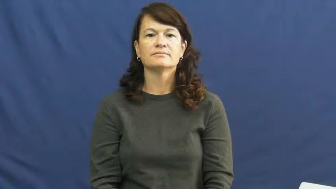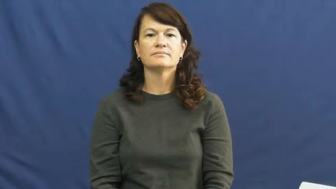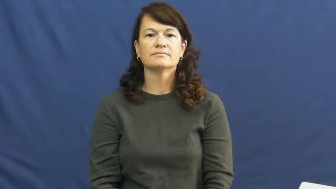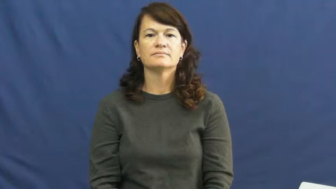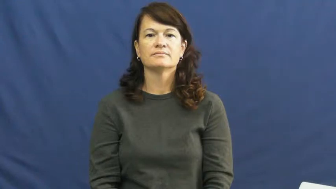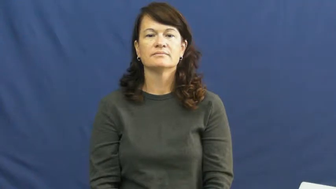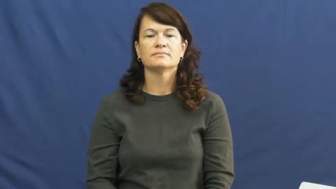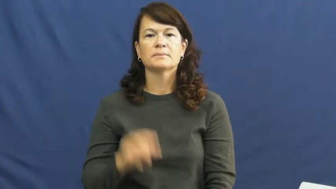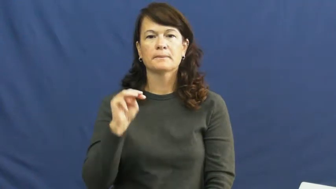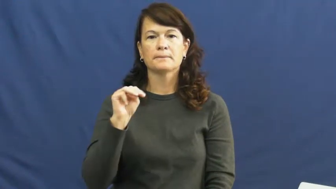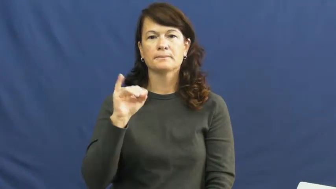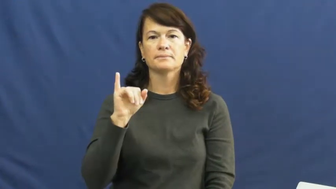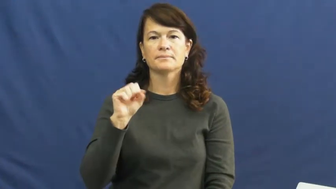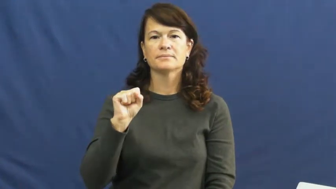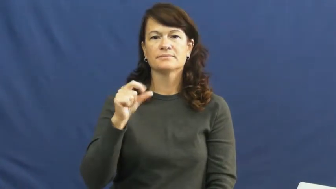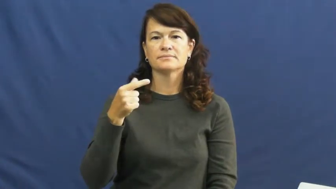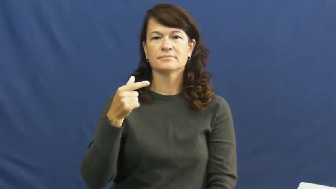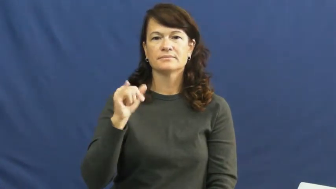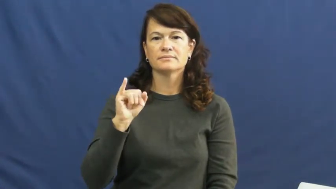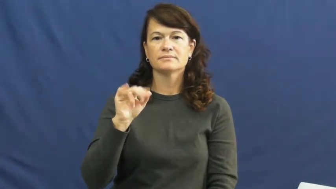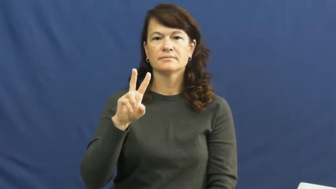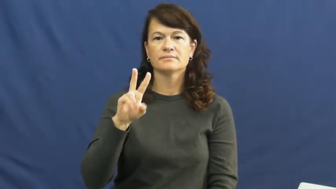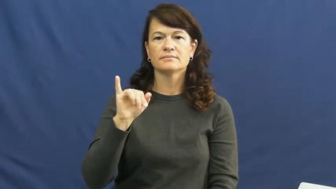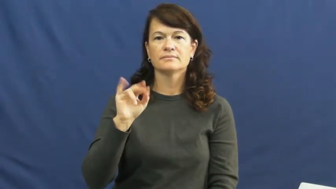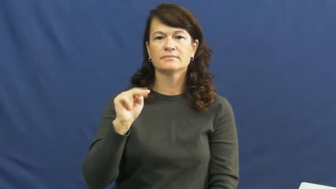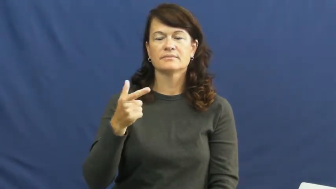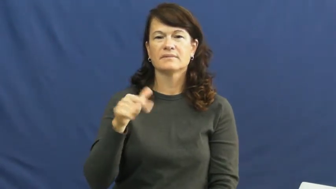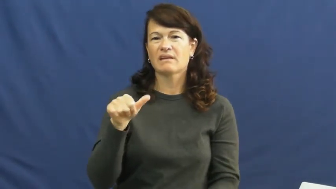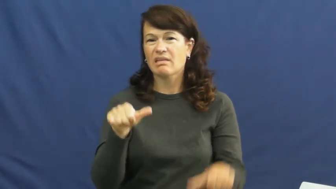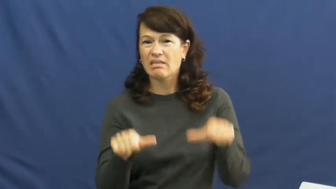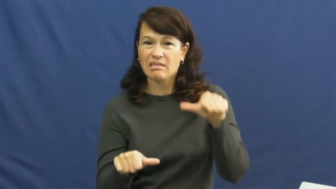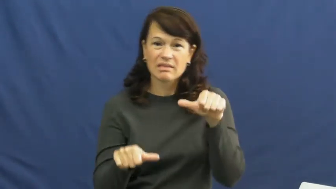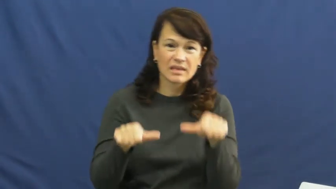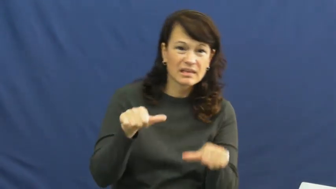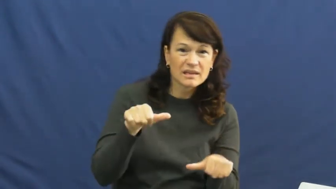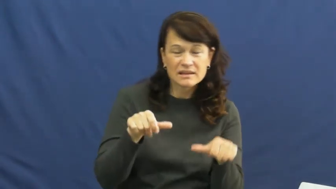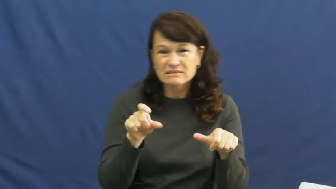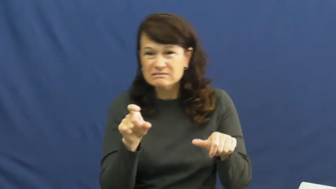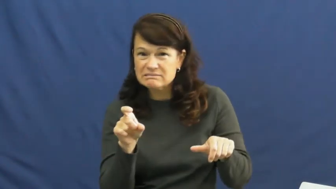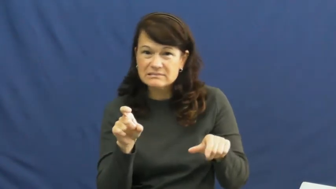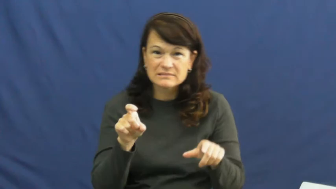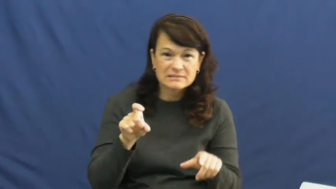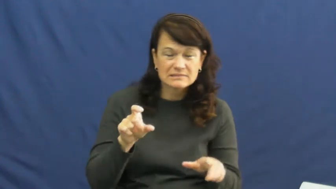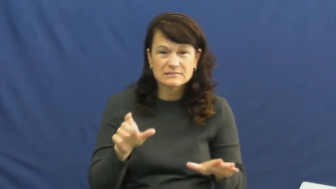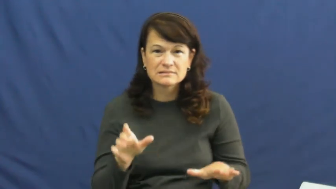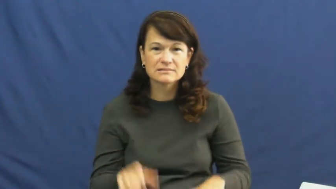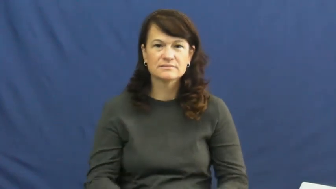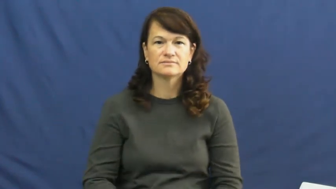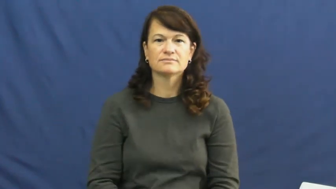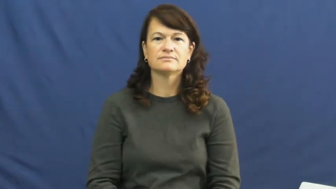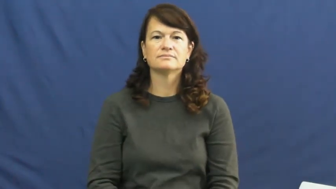misgiving